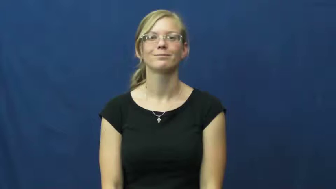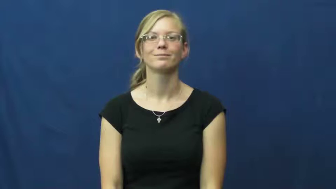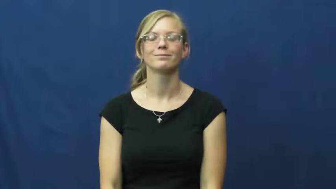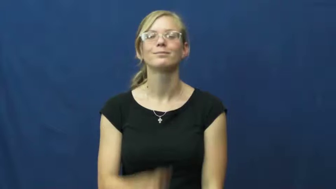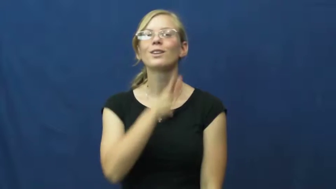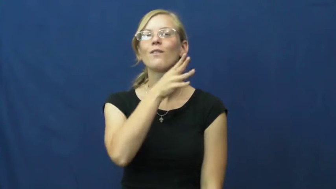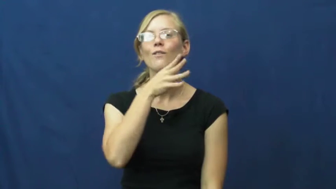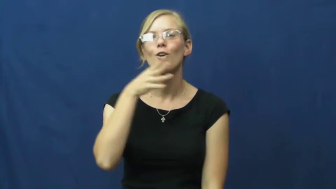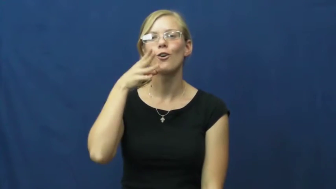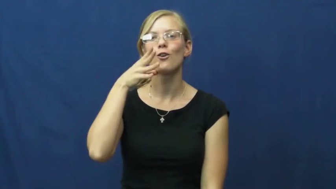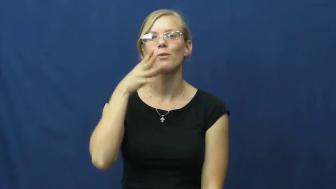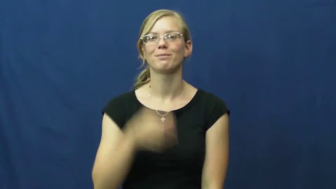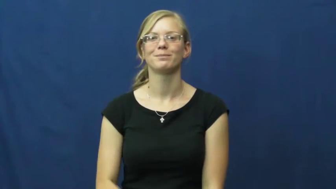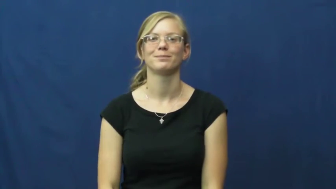farm,croft,cropland,hacienda